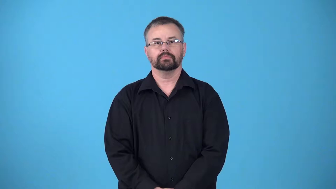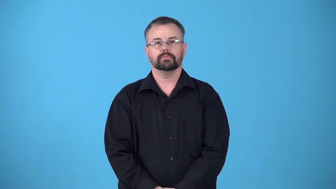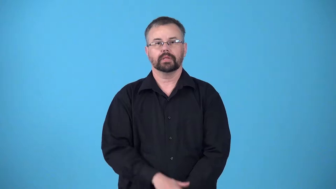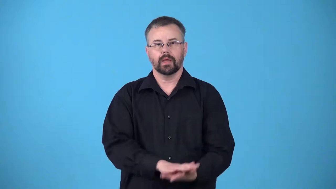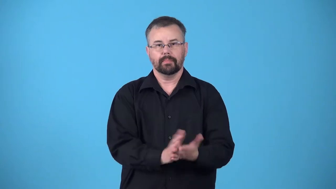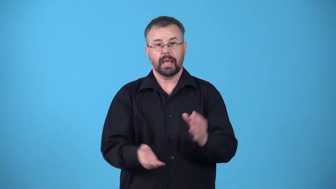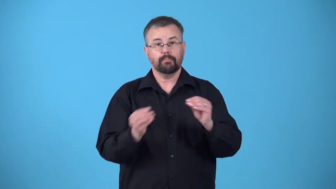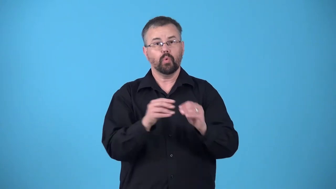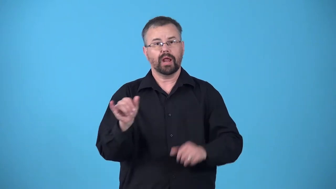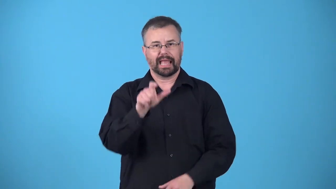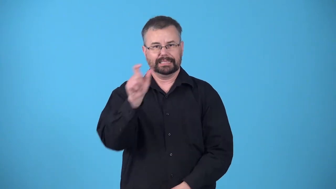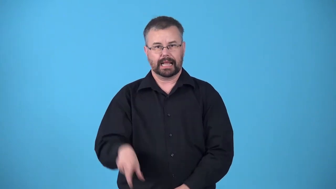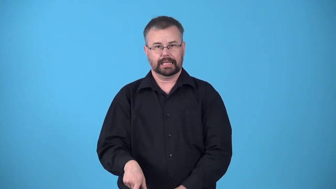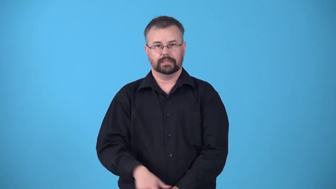italianize